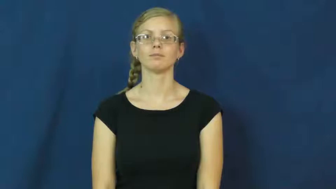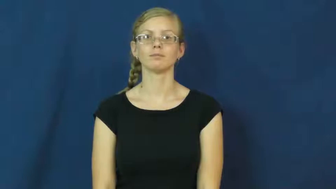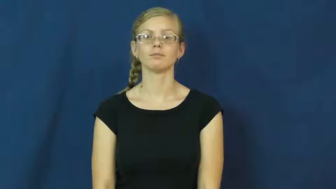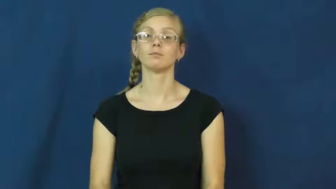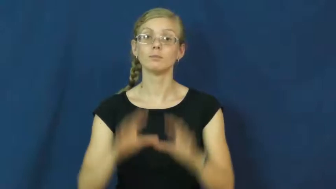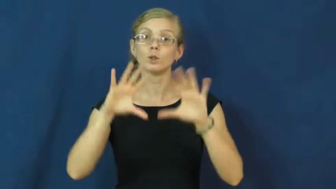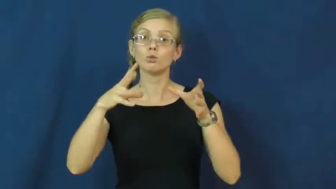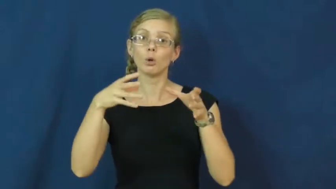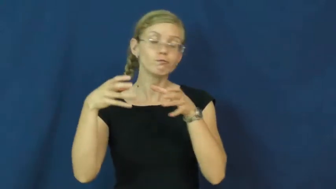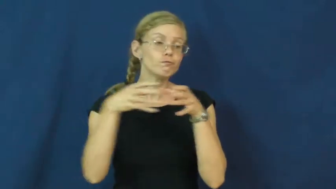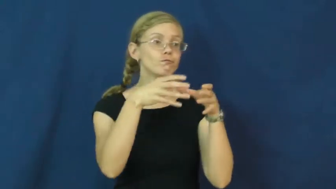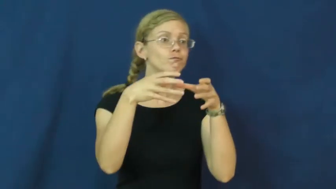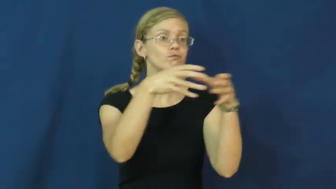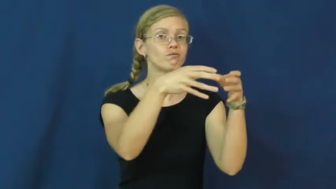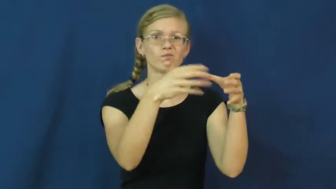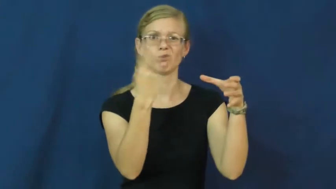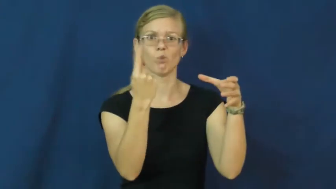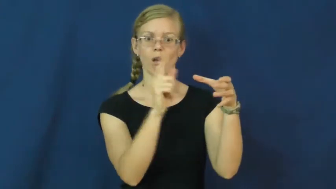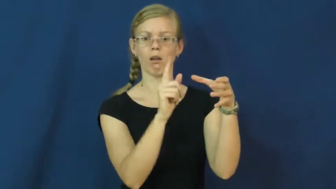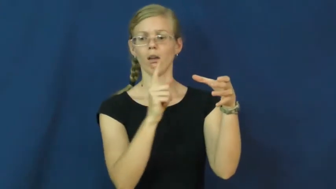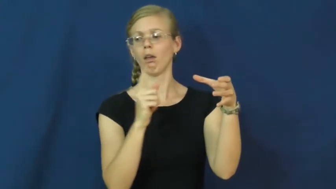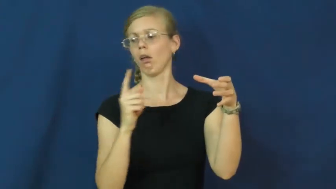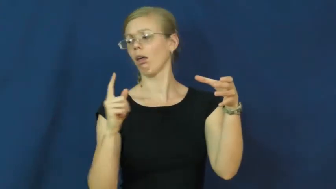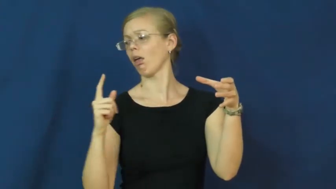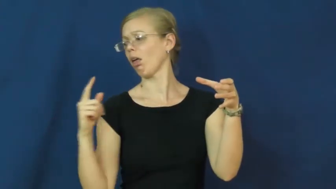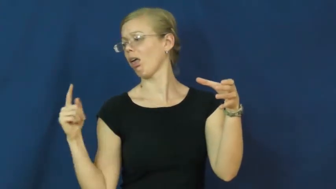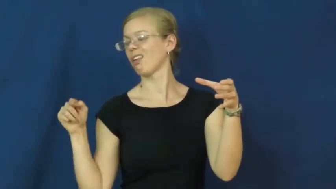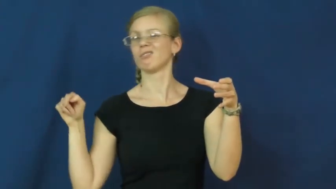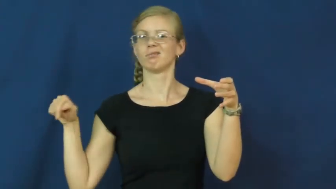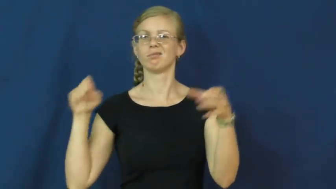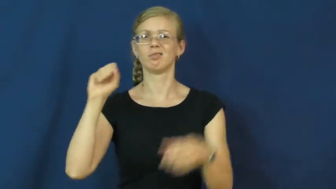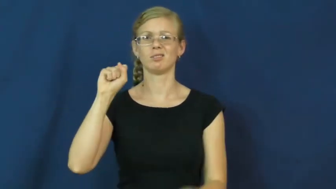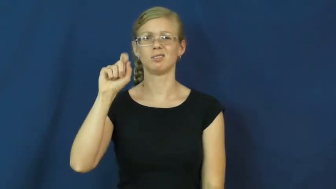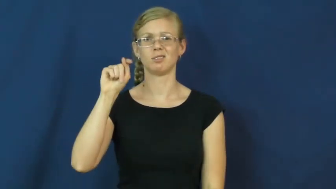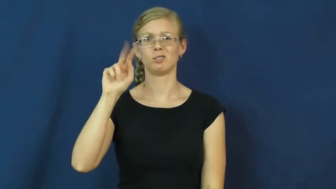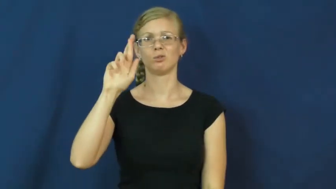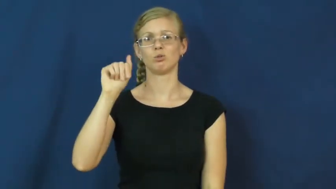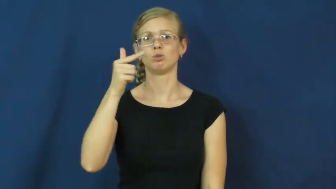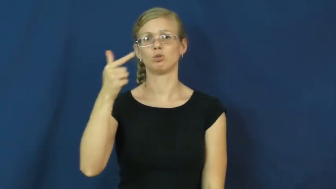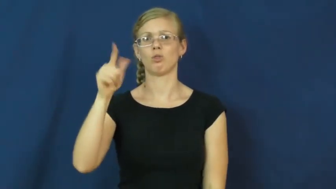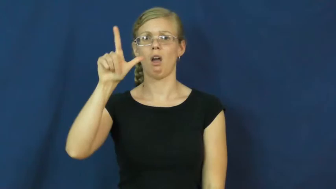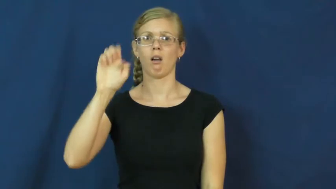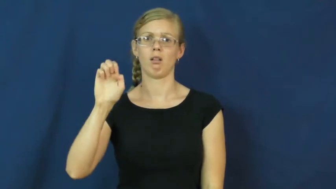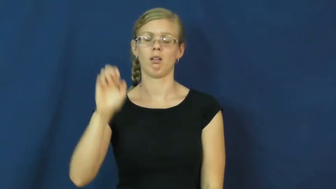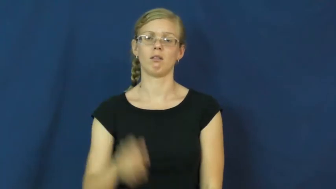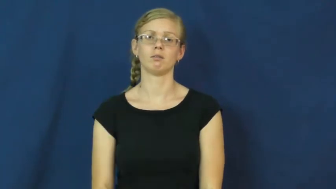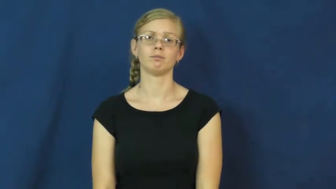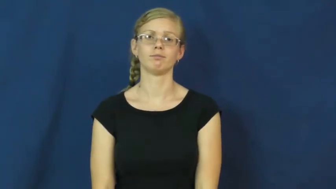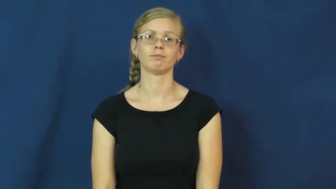straggle